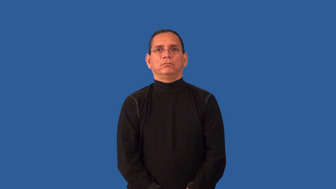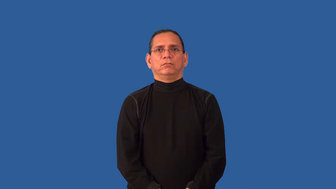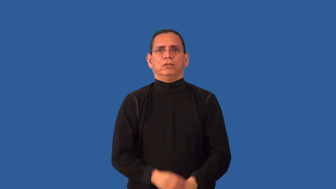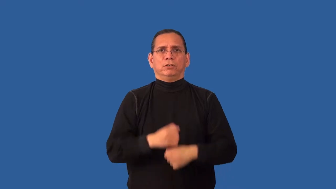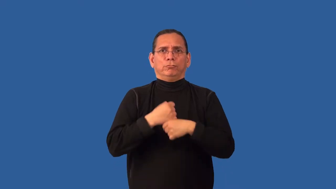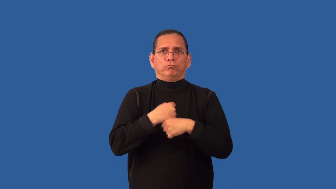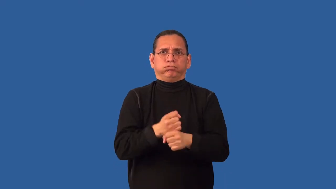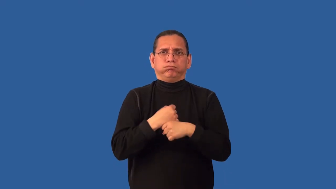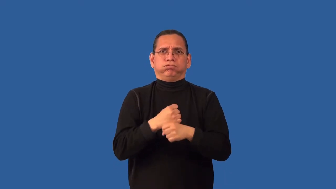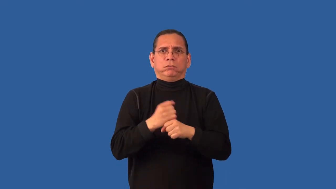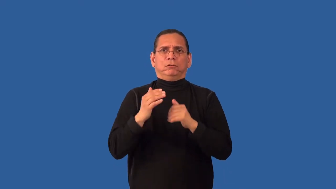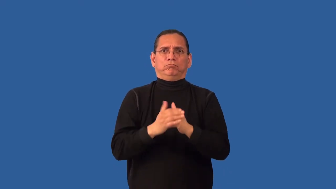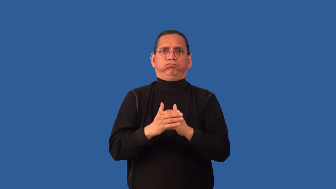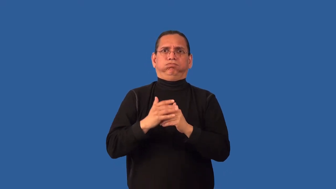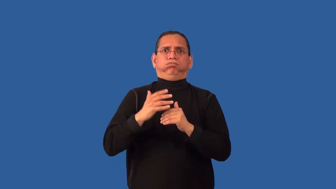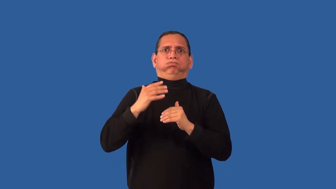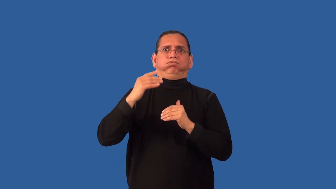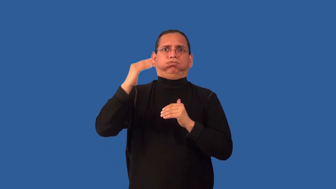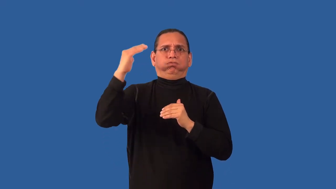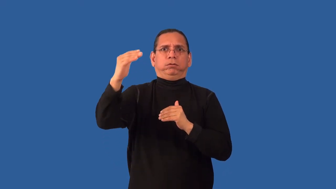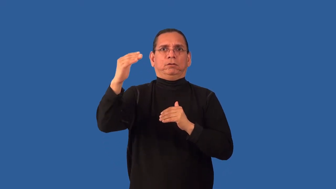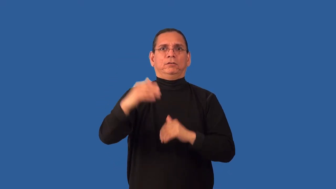overproduce